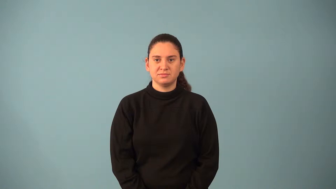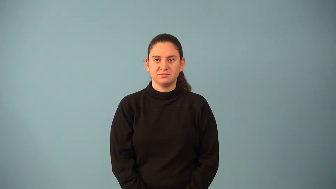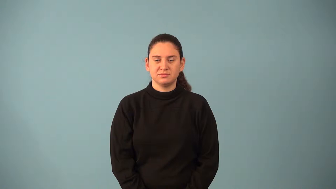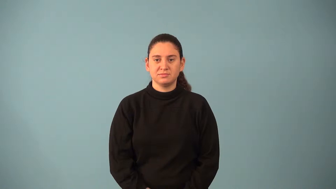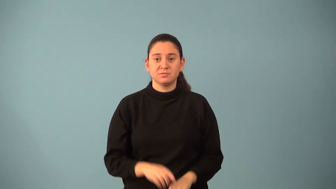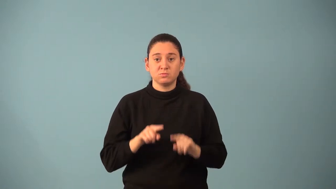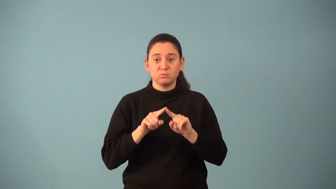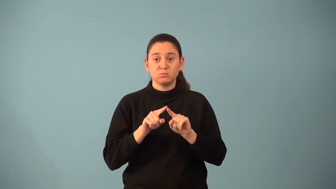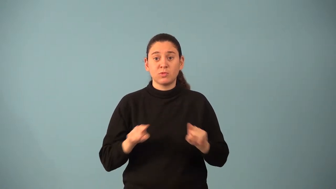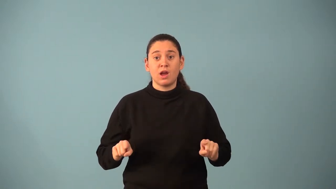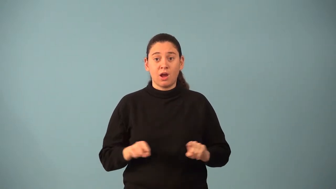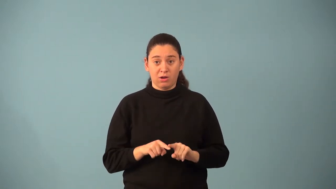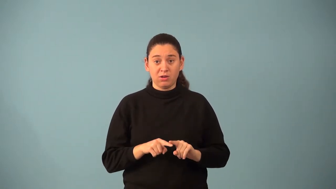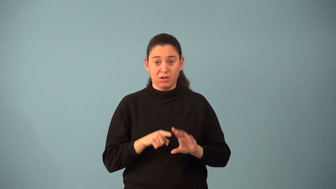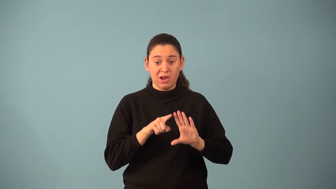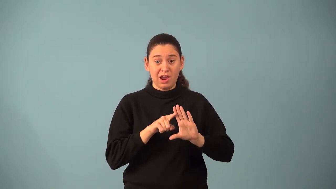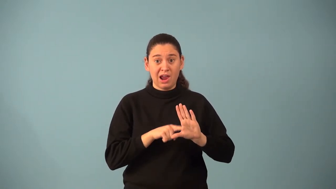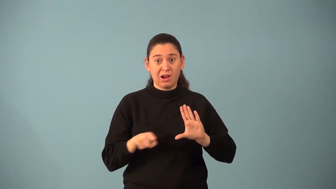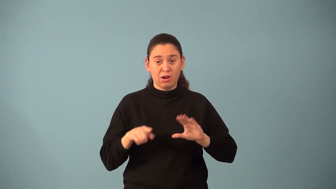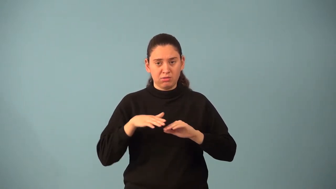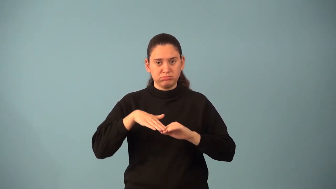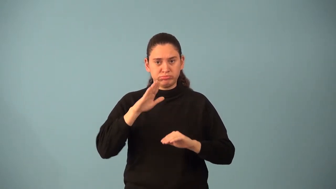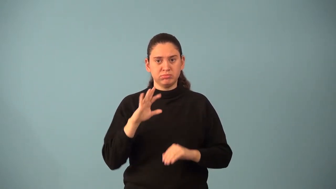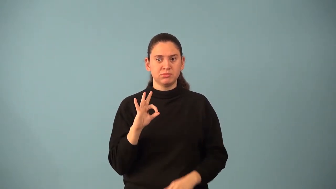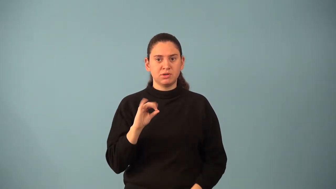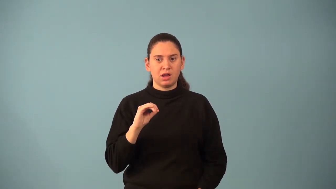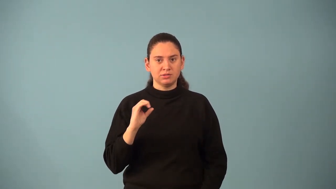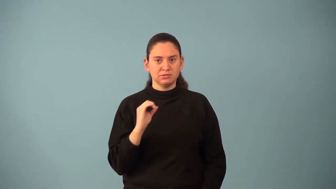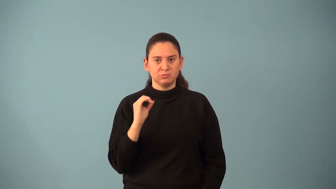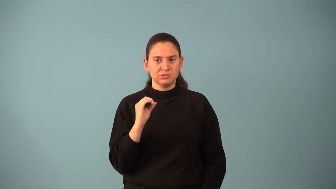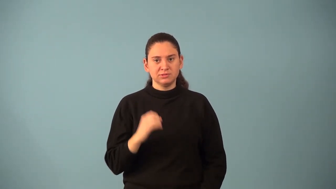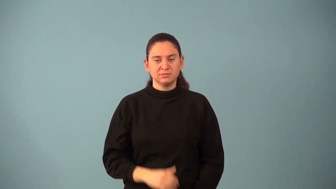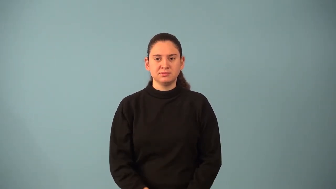obtuse triangle